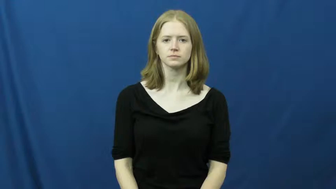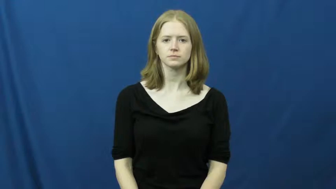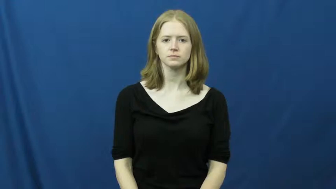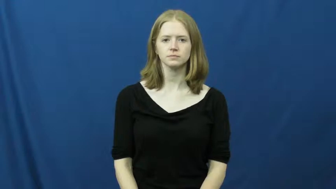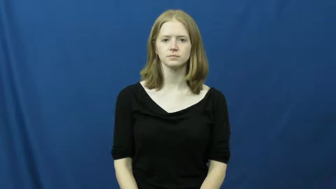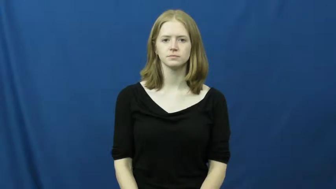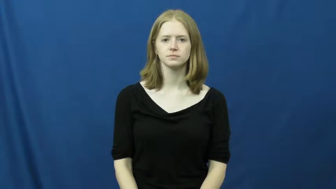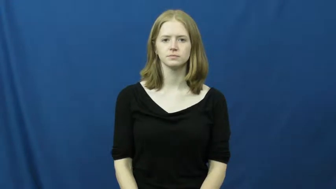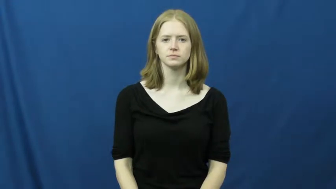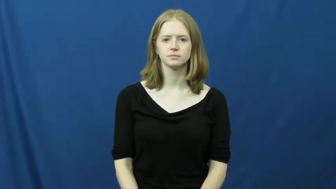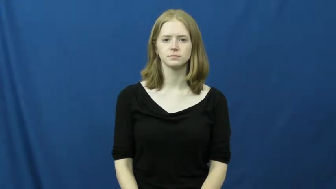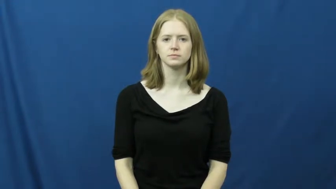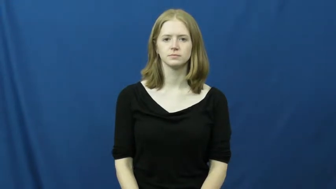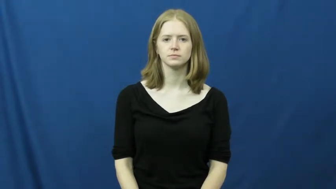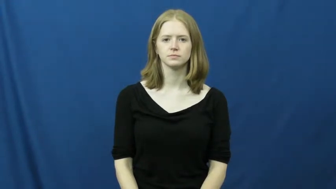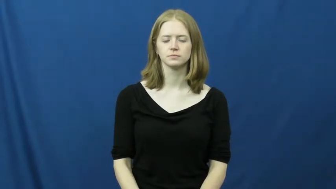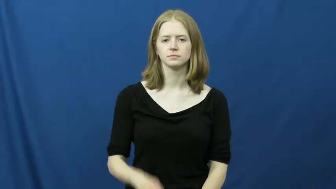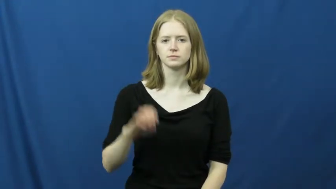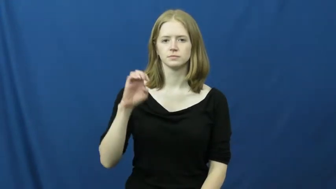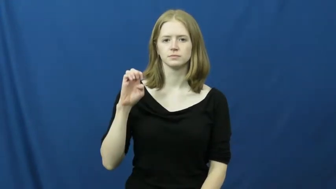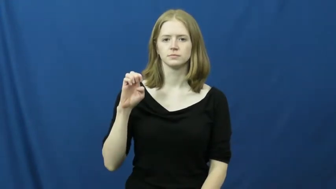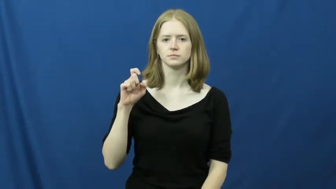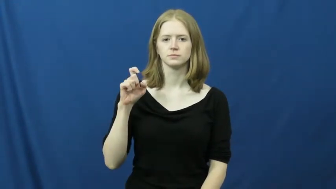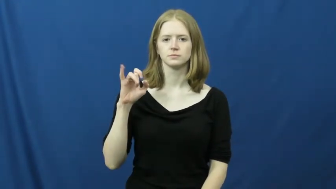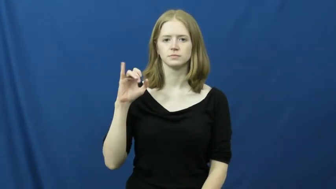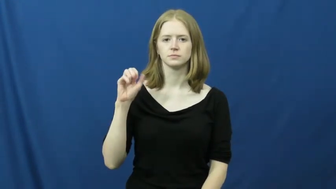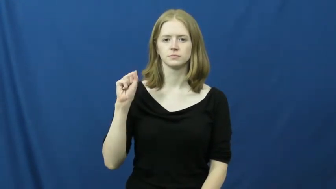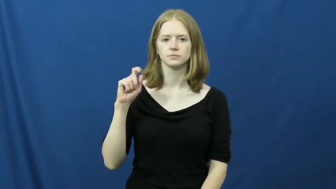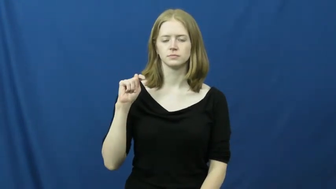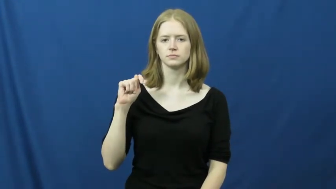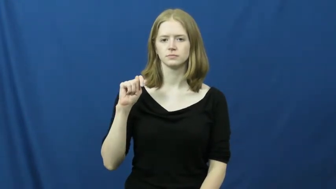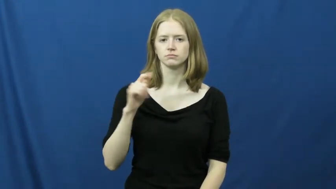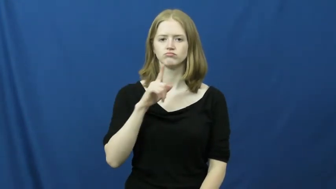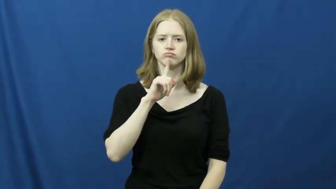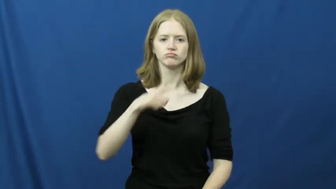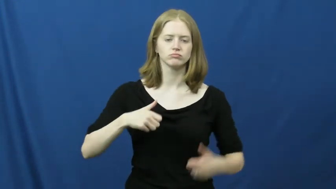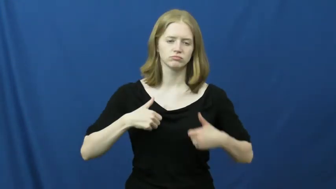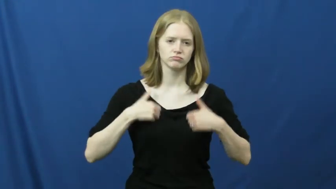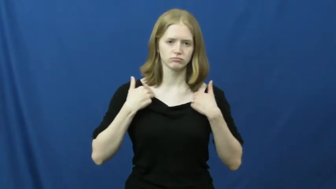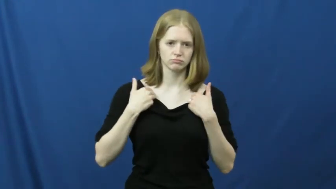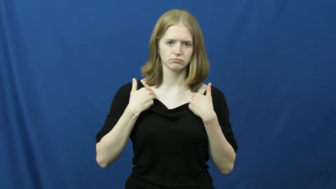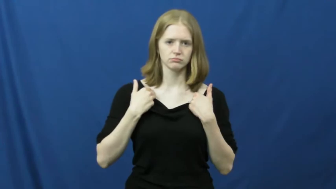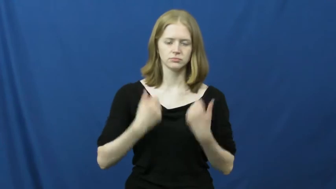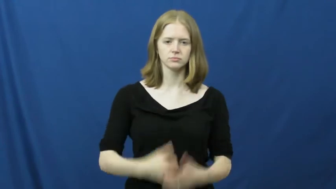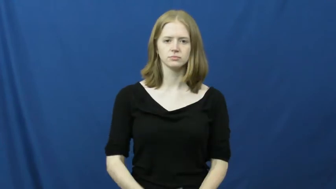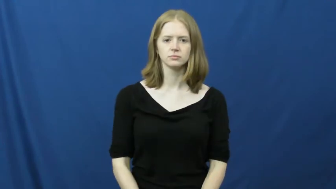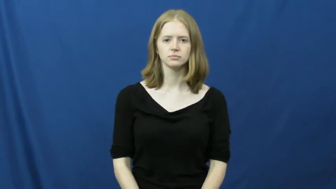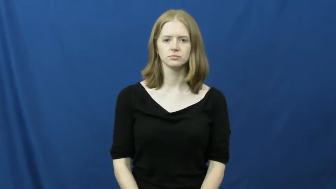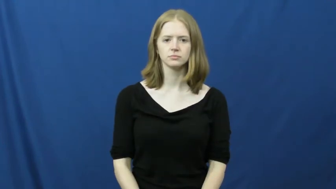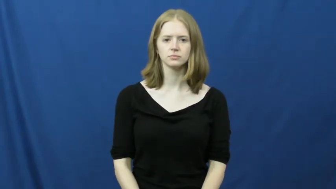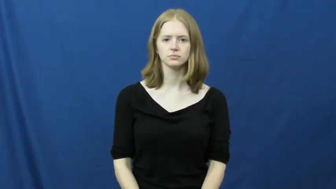exist